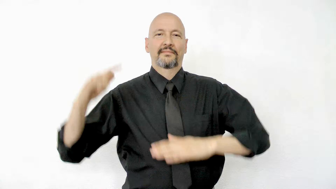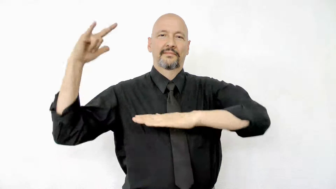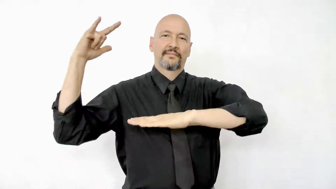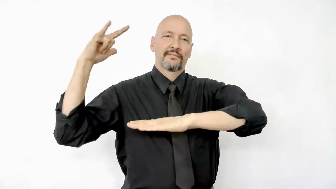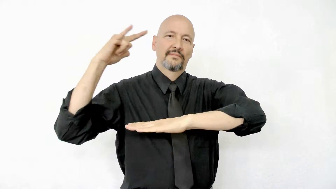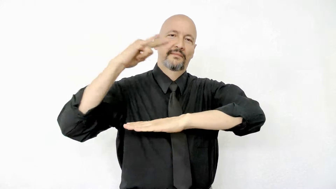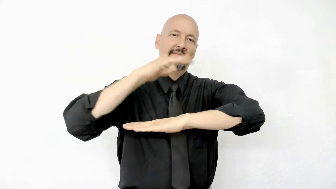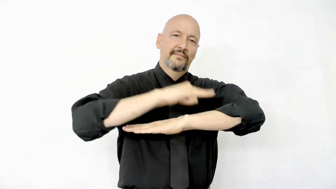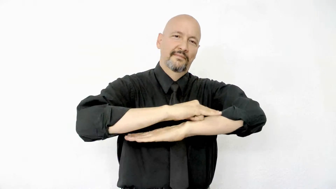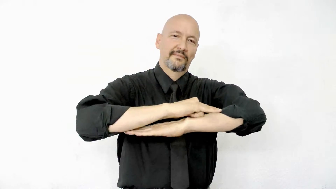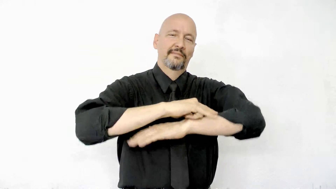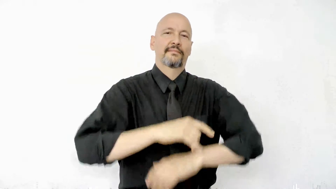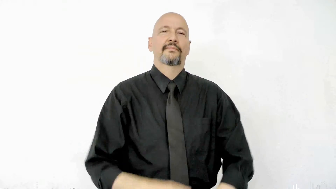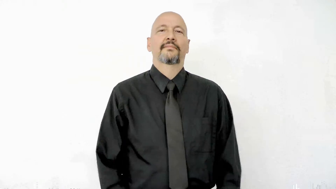land plane